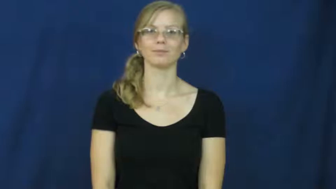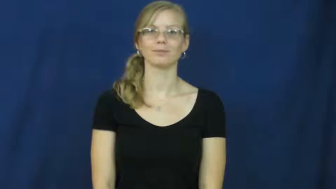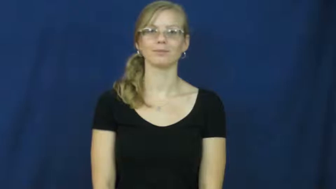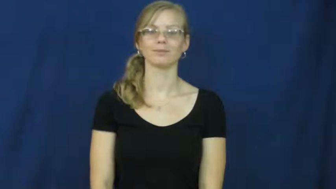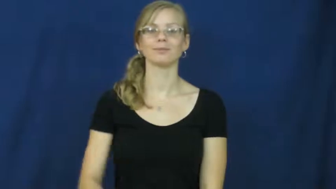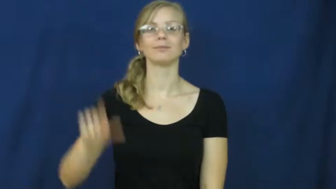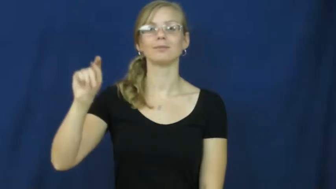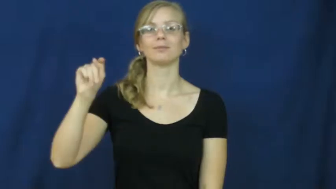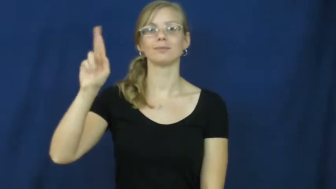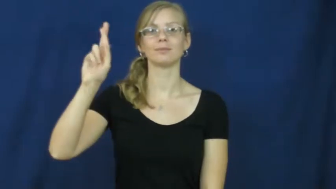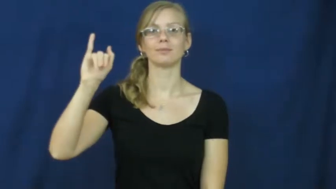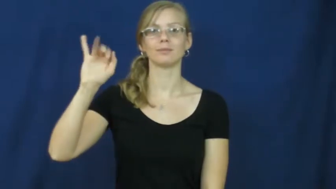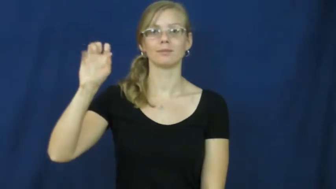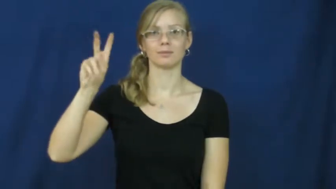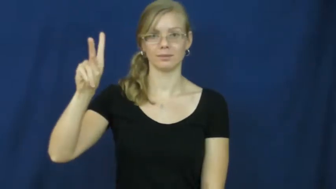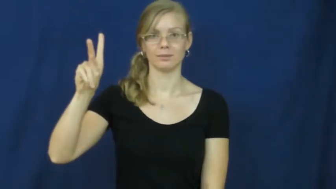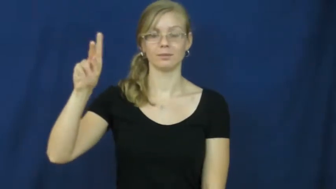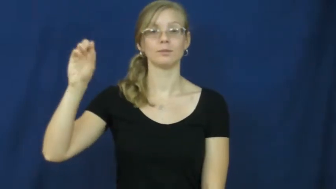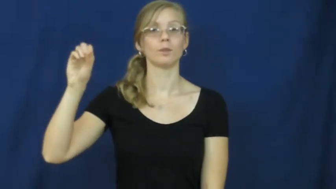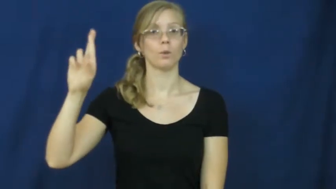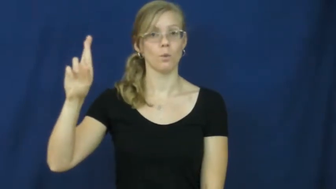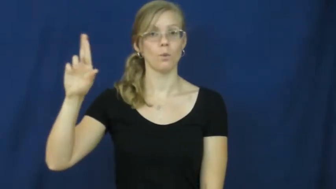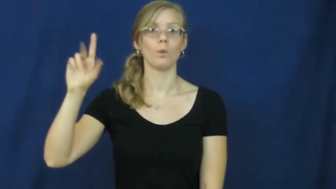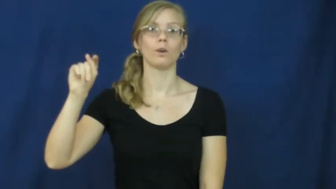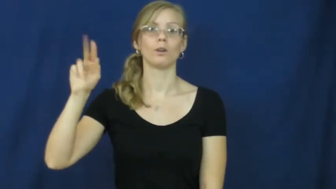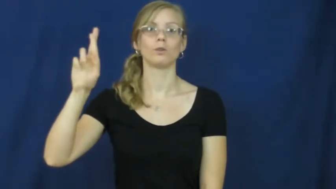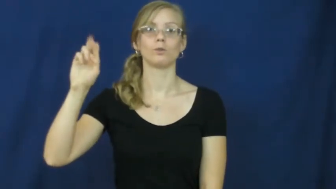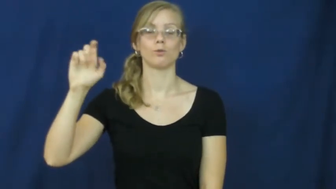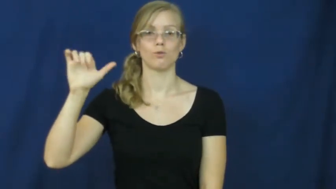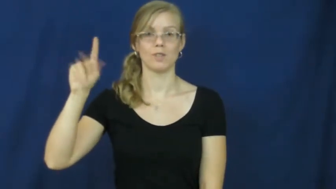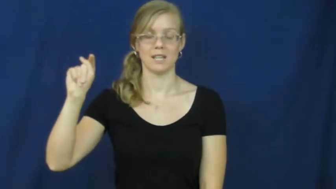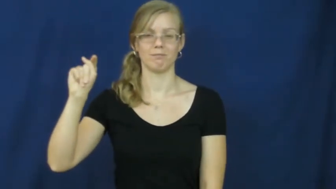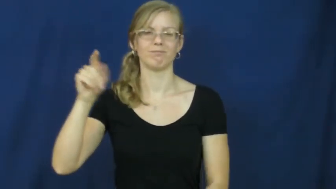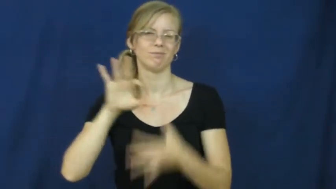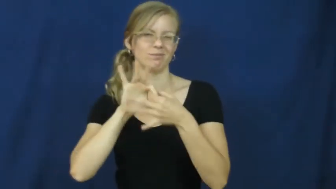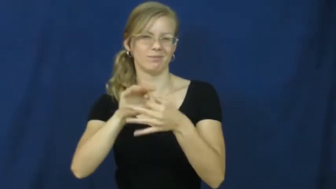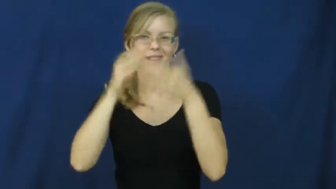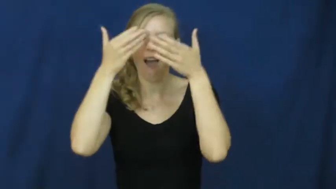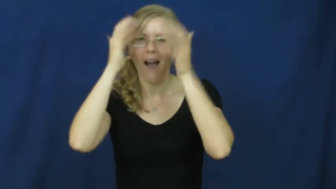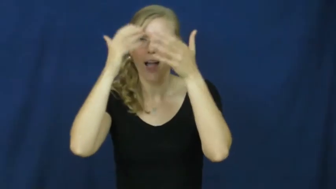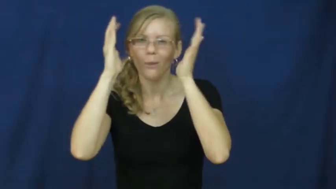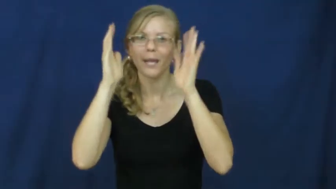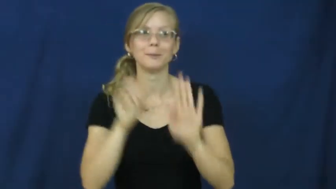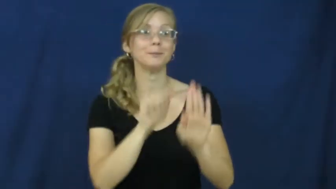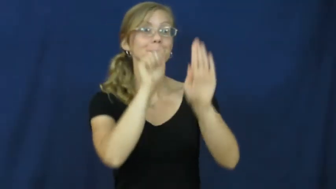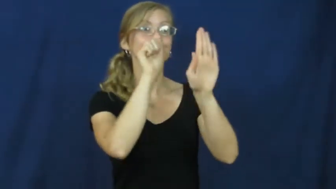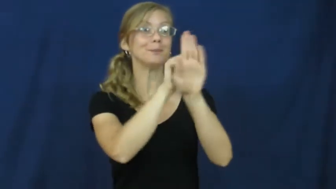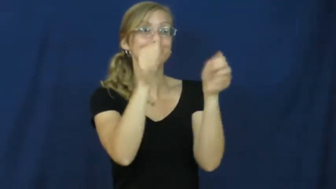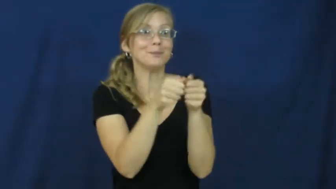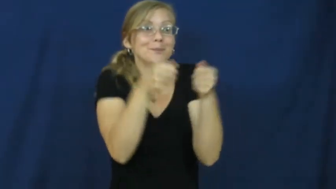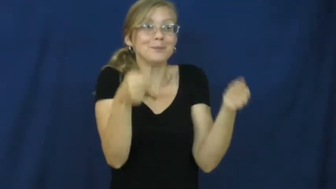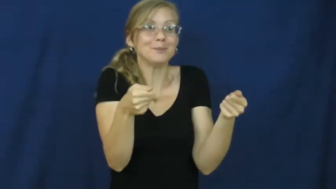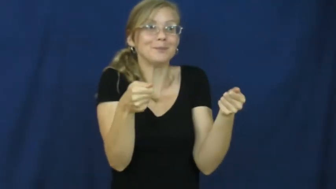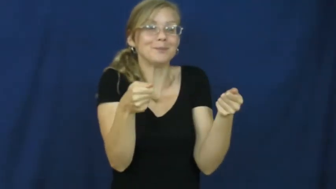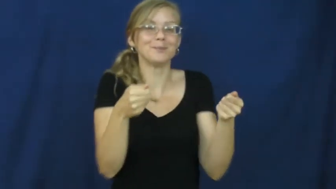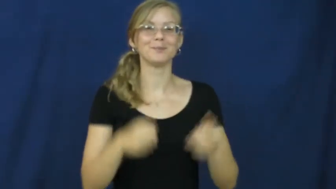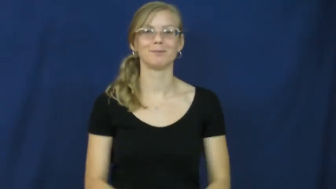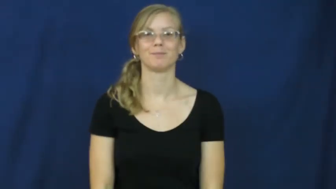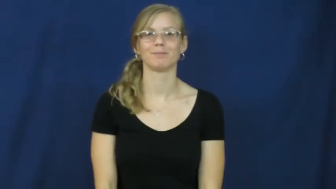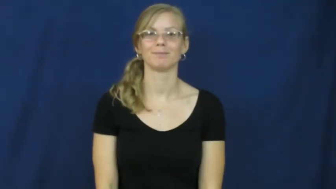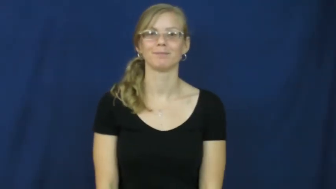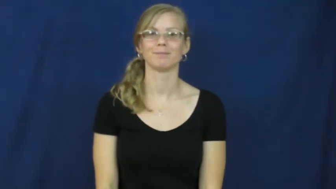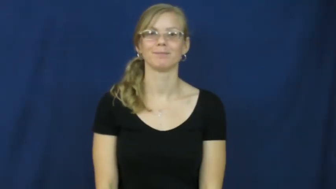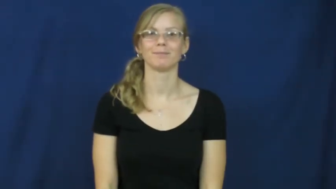trick or treat